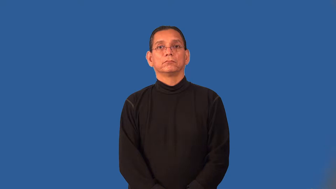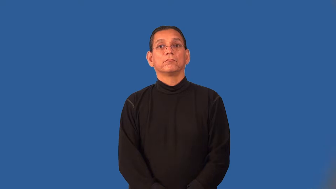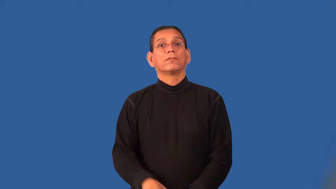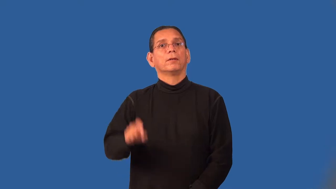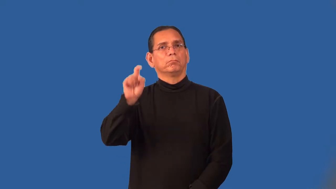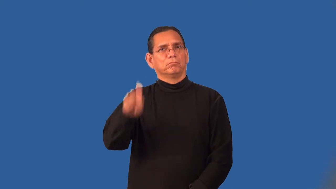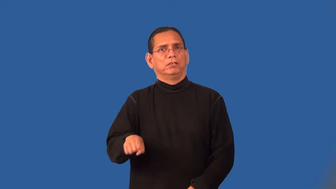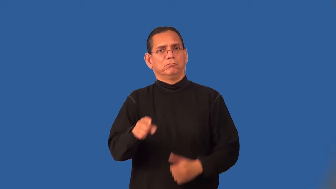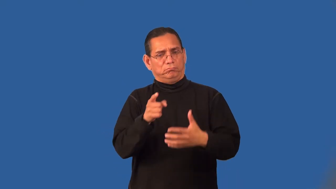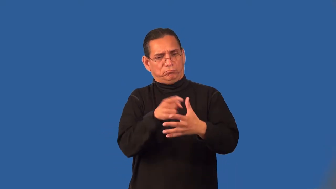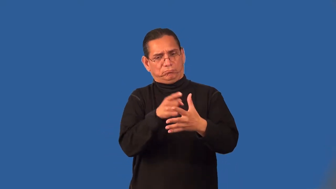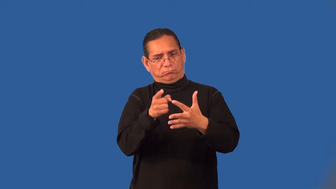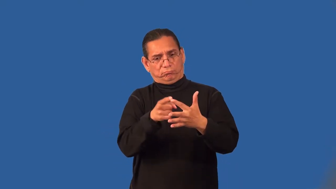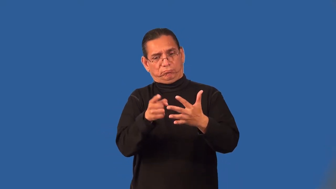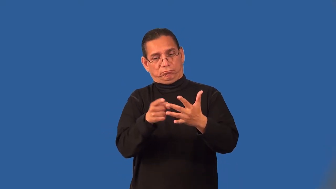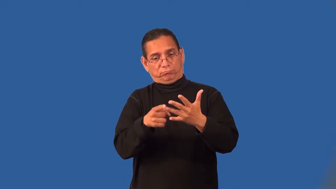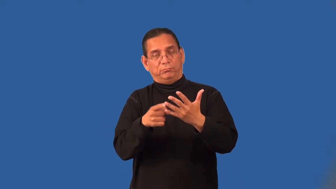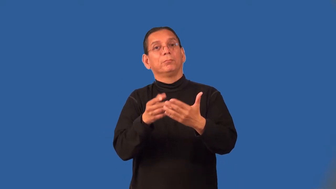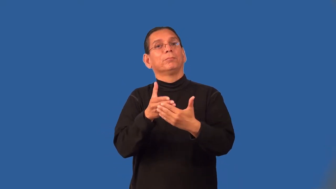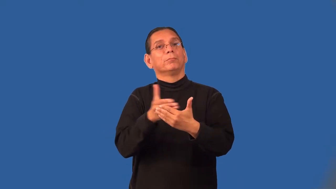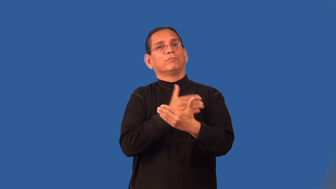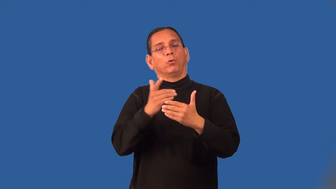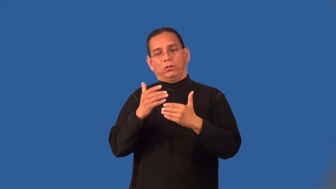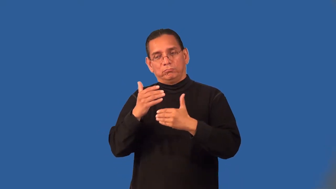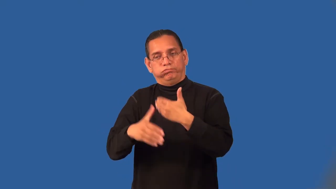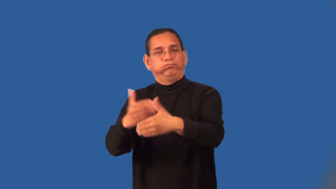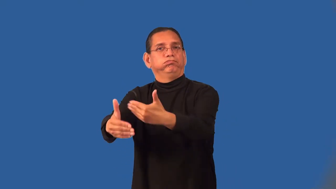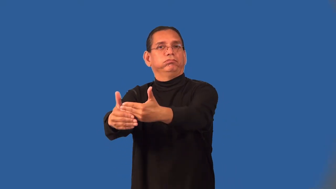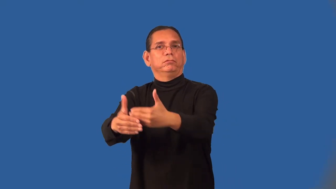prerequisite